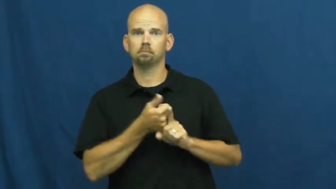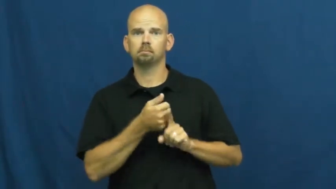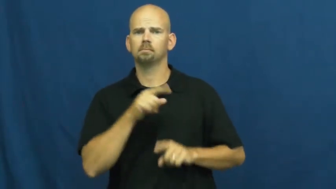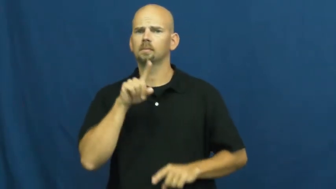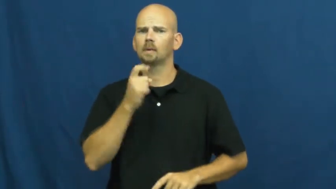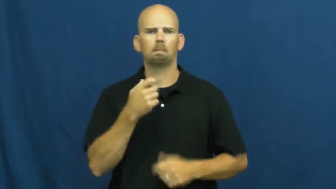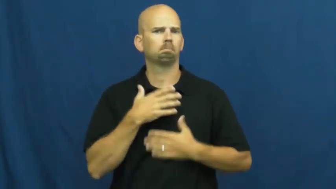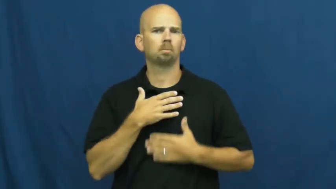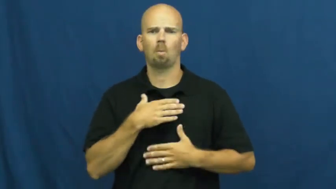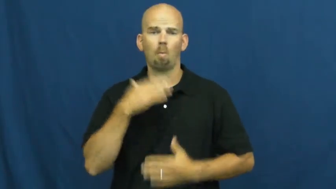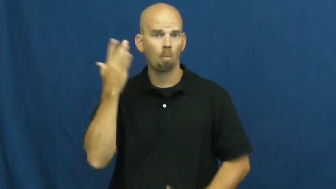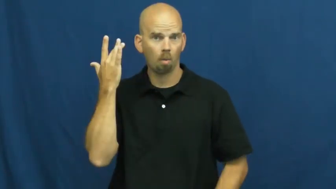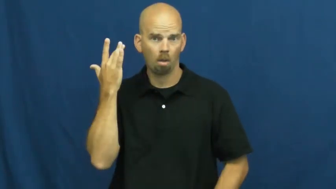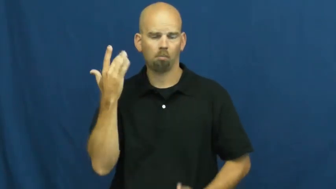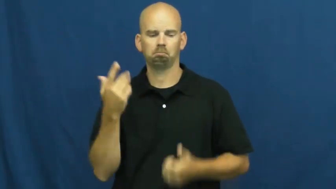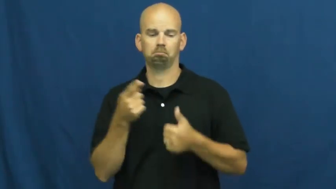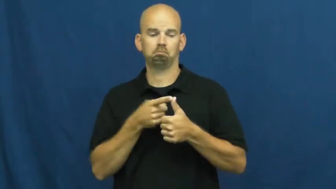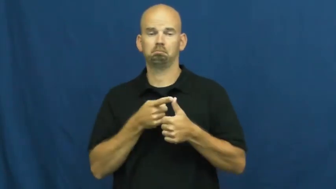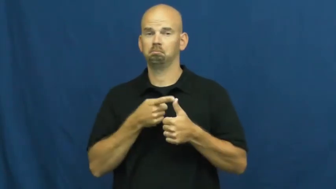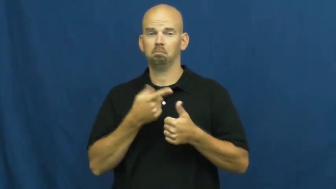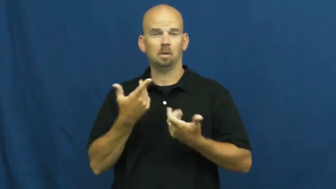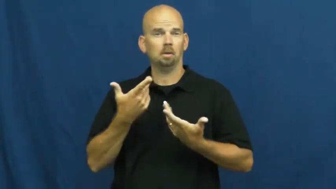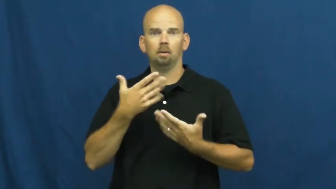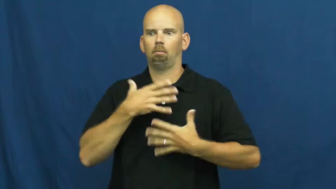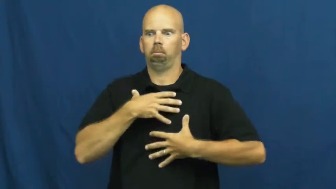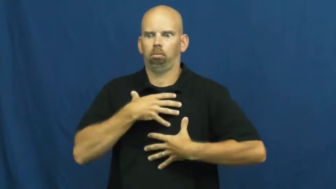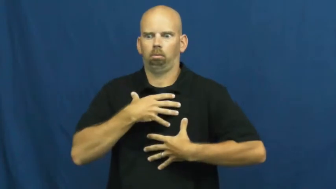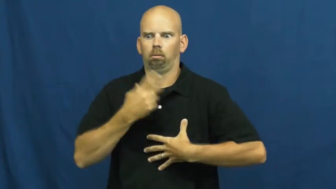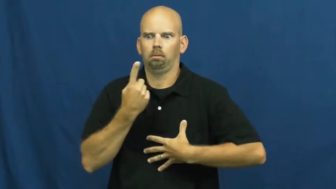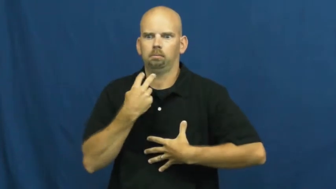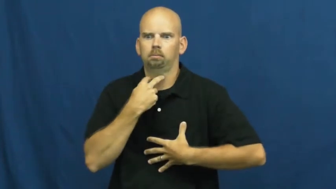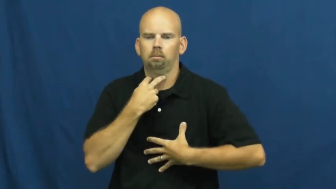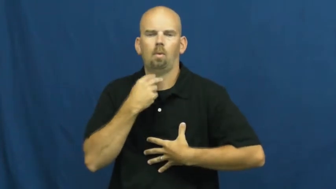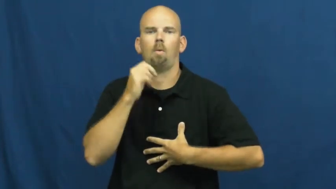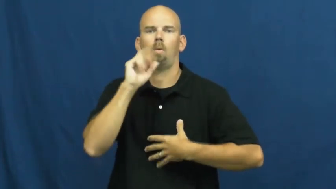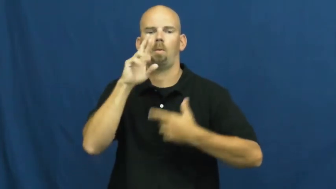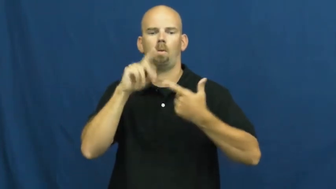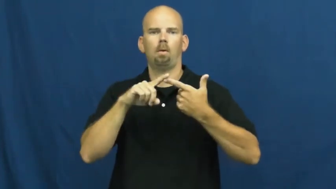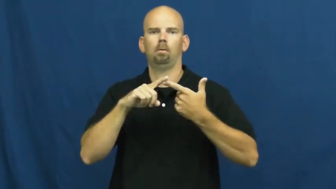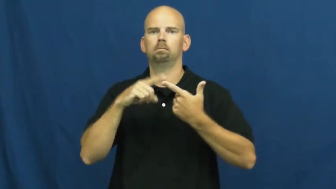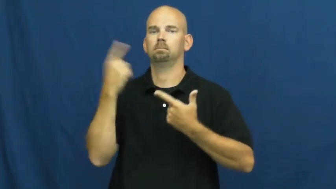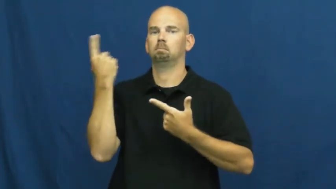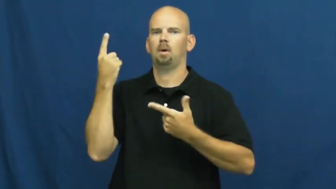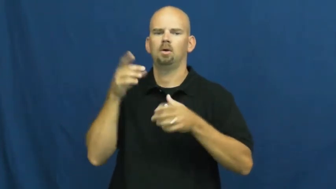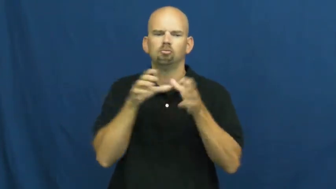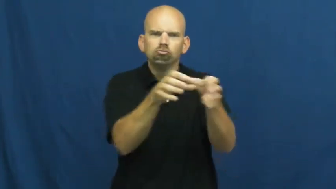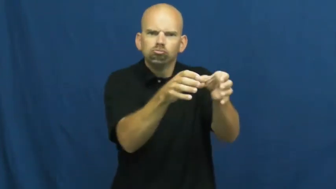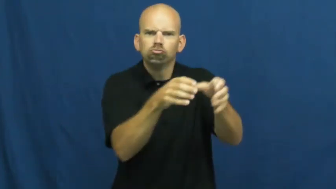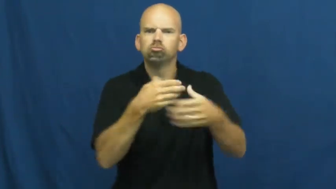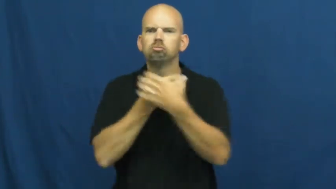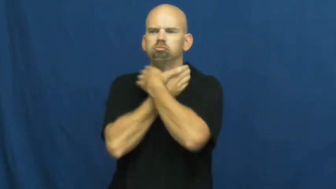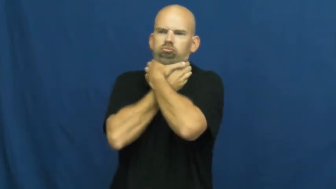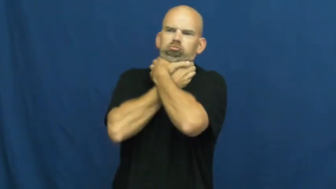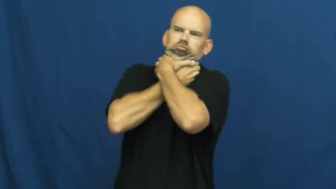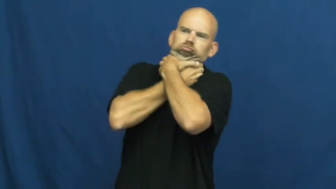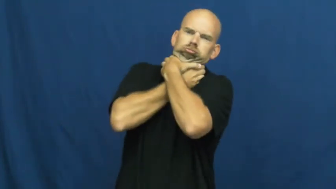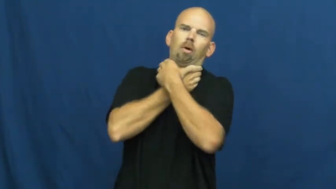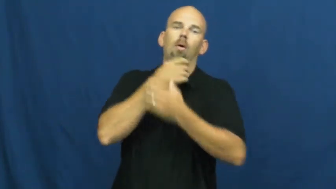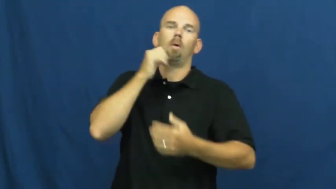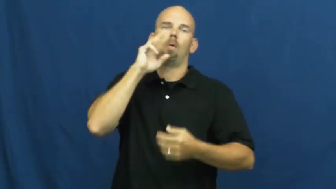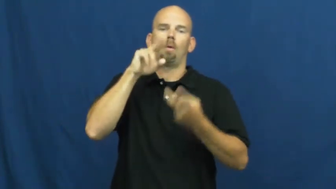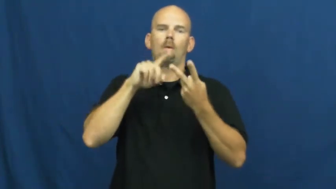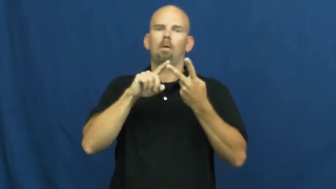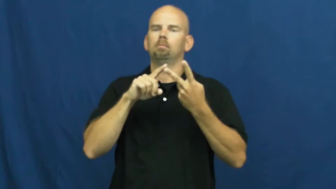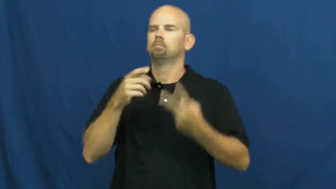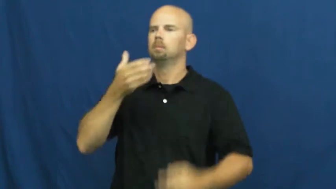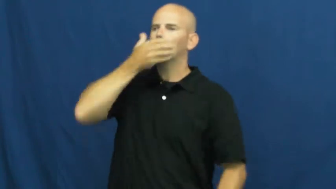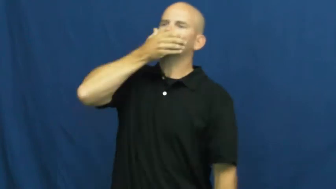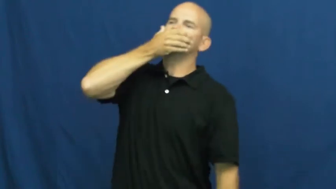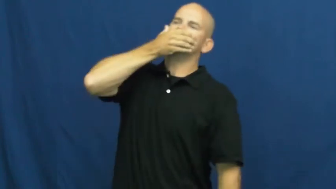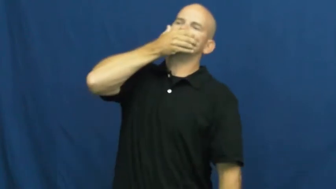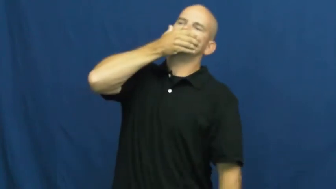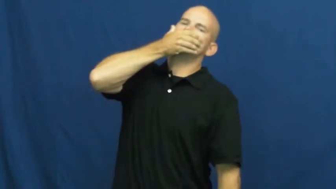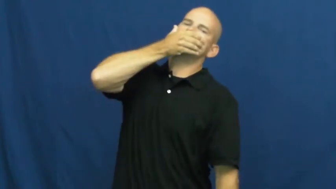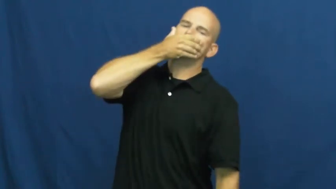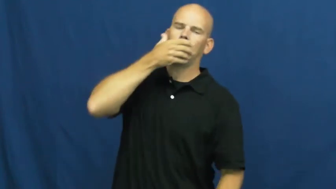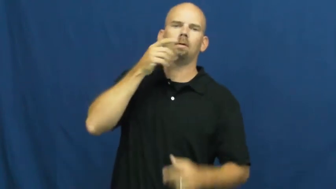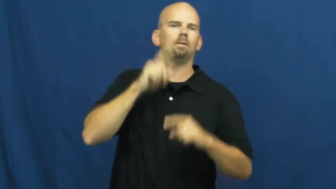suffocate